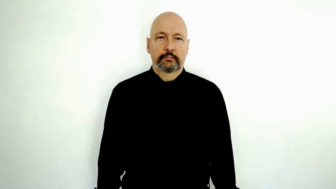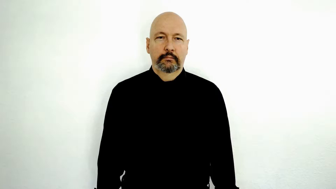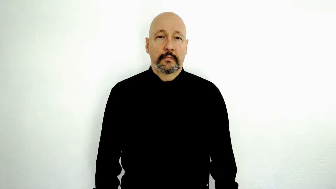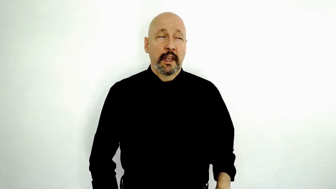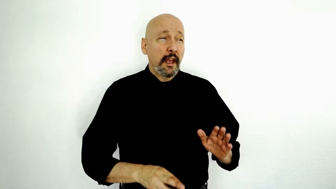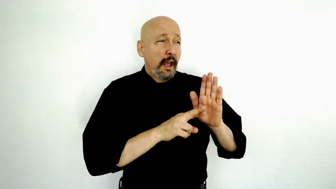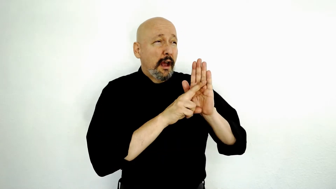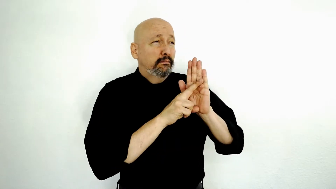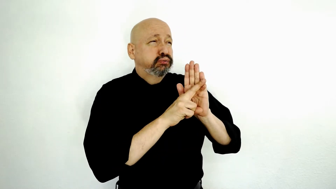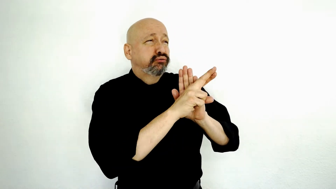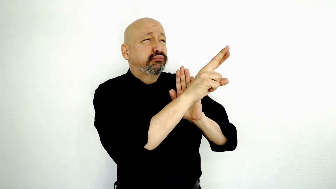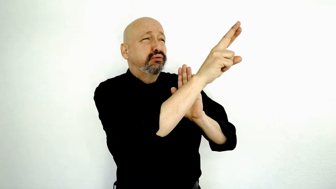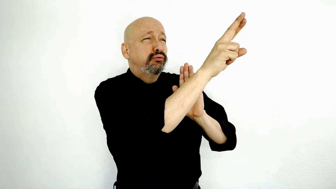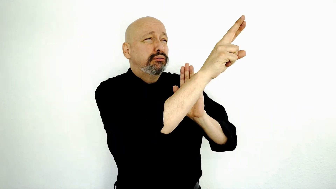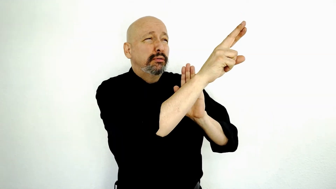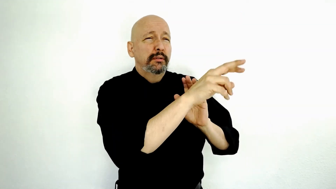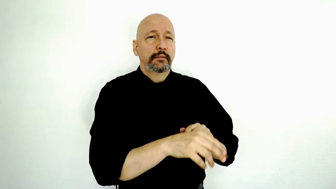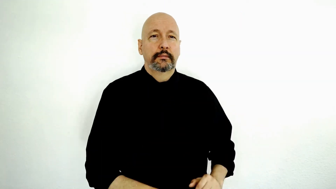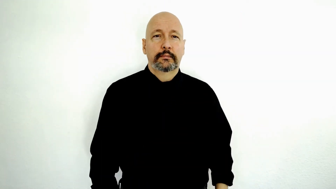ROCKET-[initialized-palm-version]